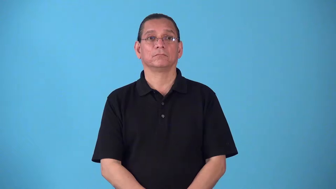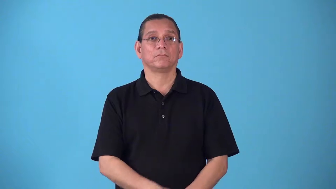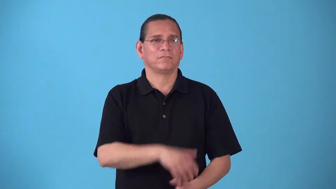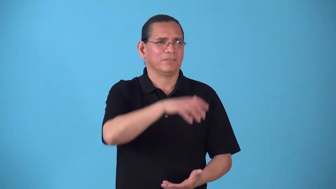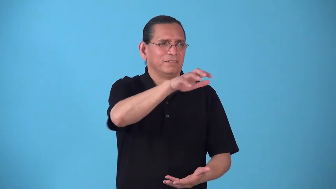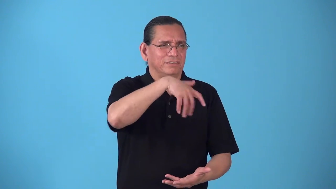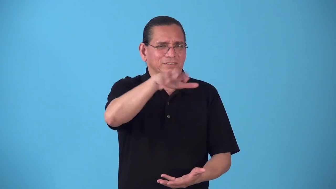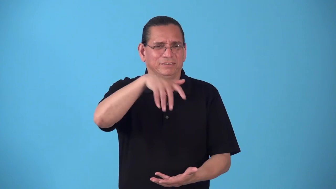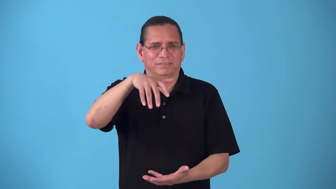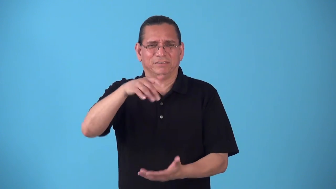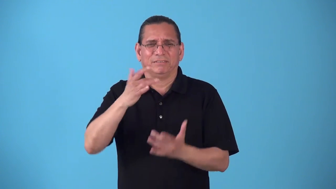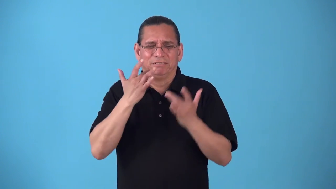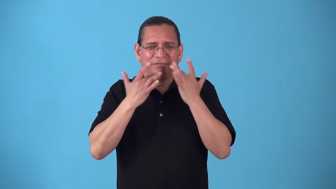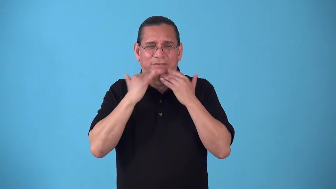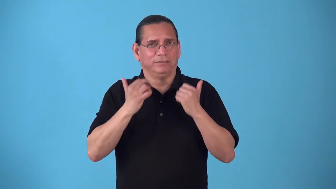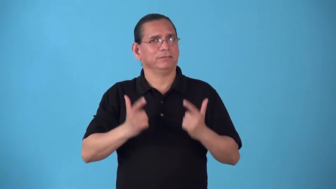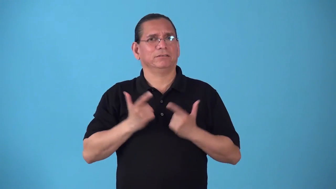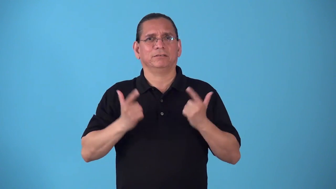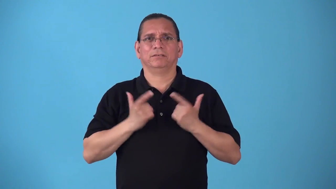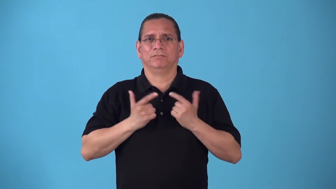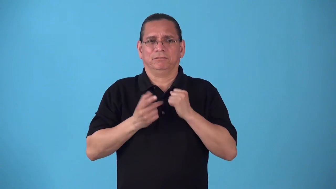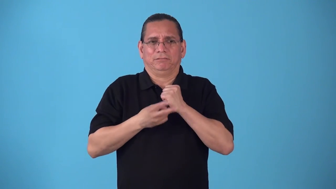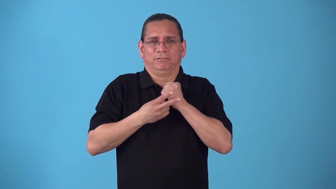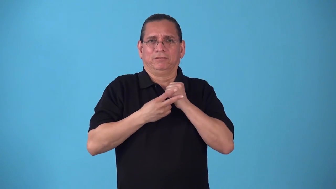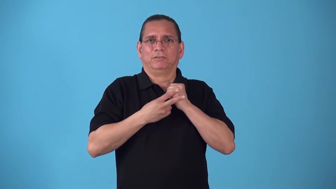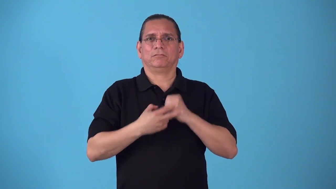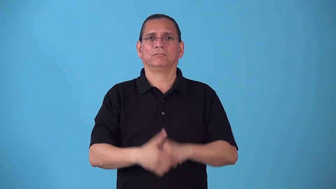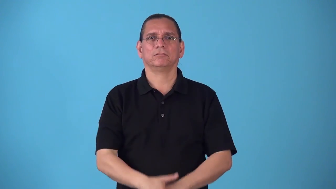salvageable,savable